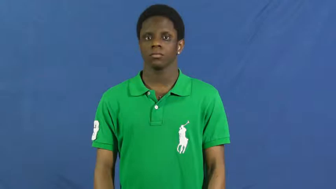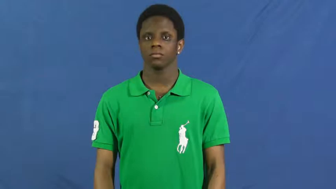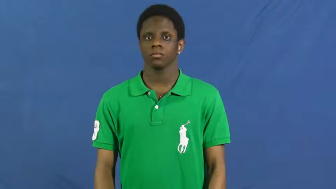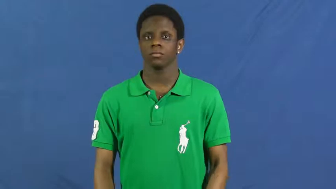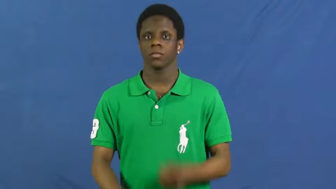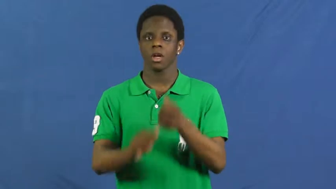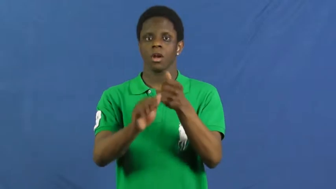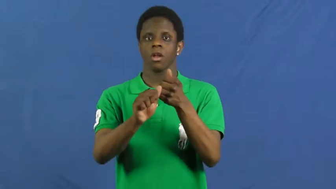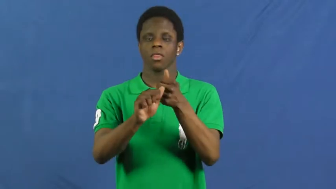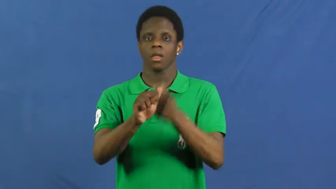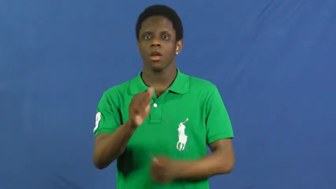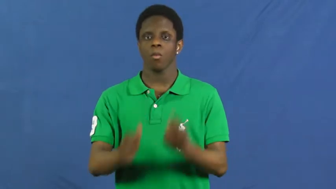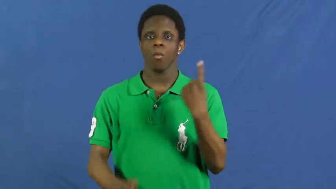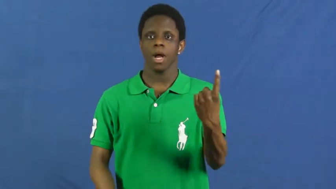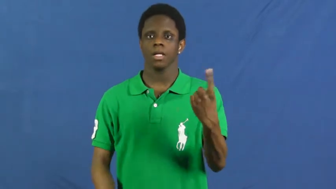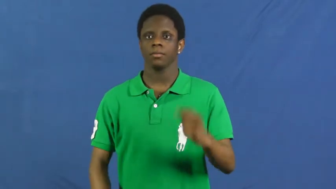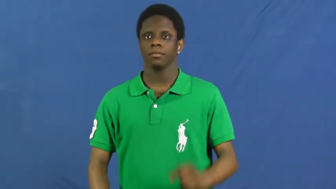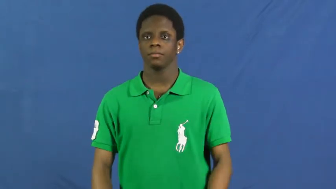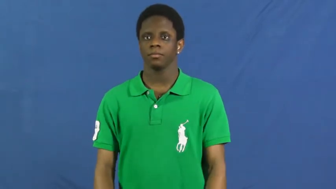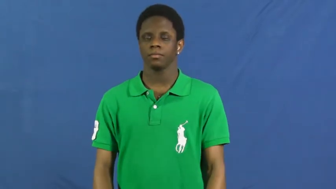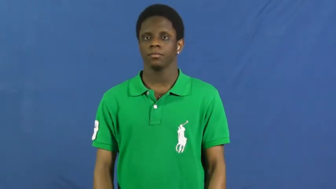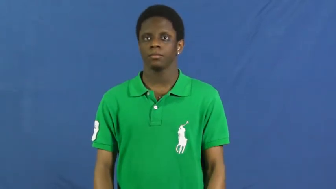everyone